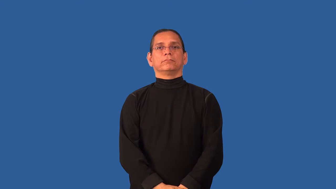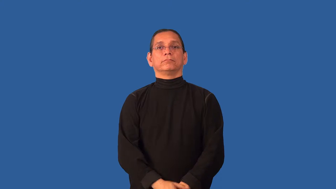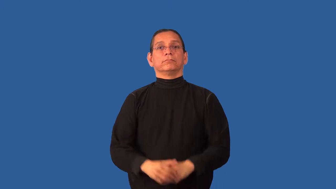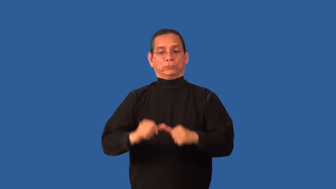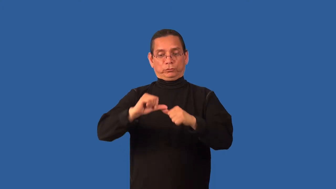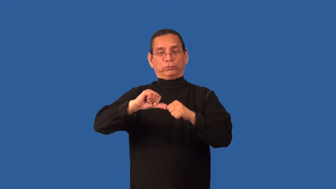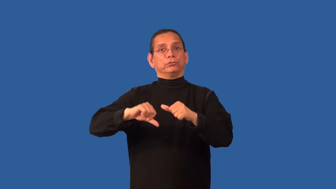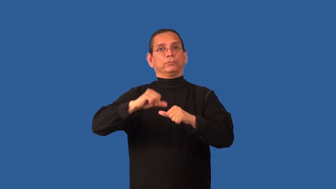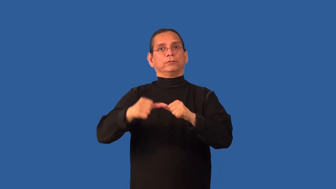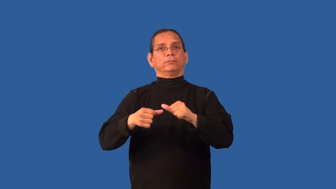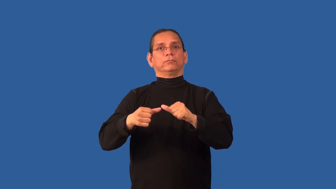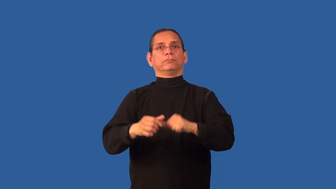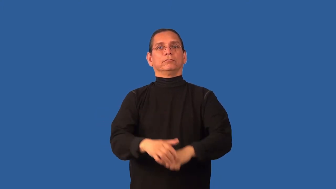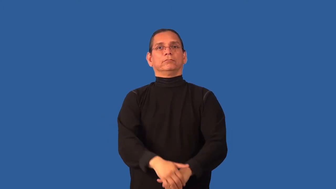circumcise